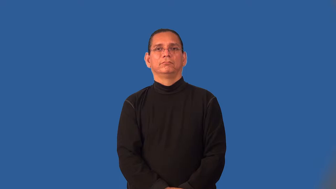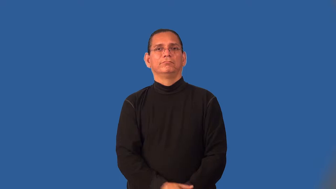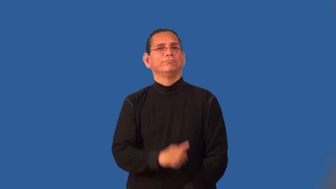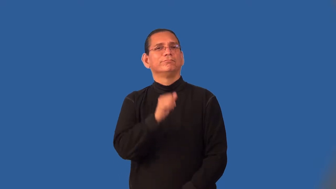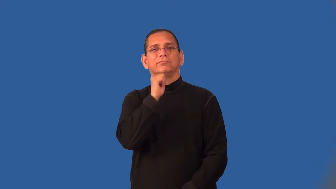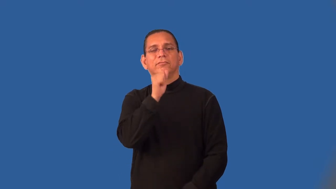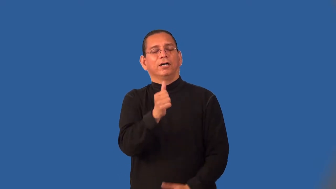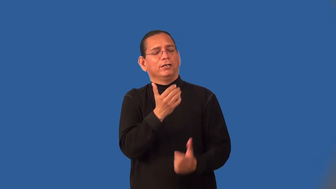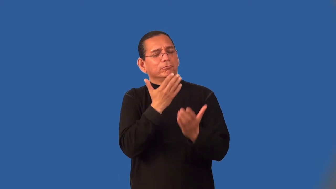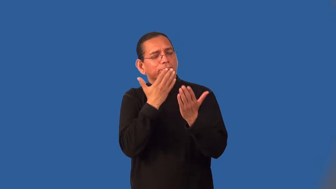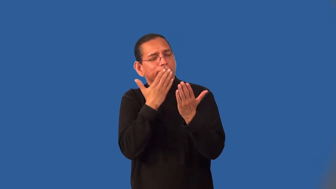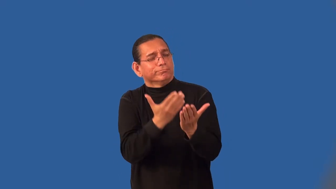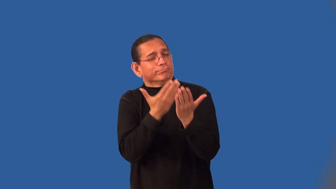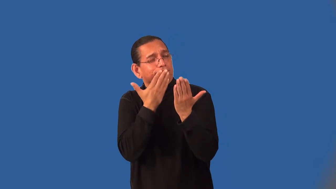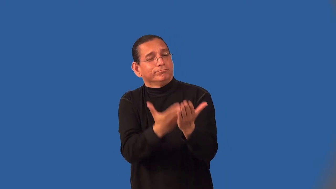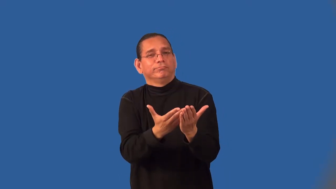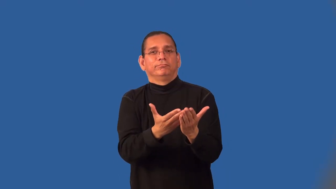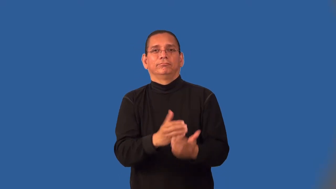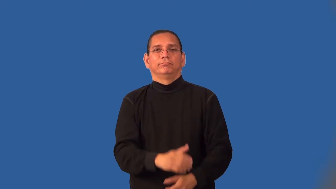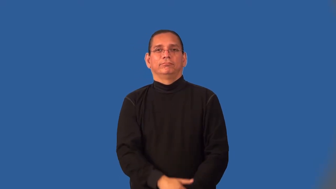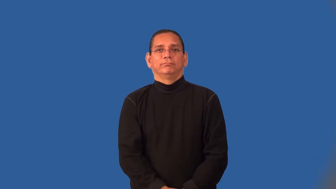unthankful